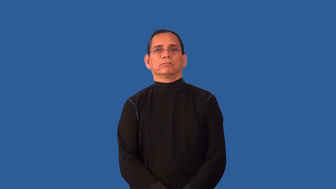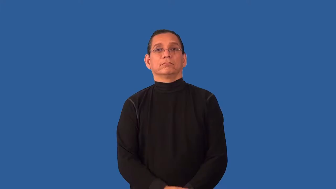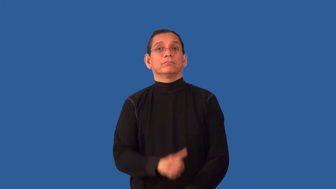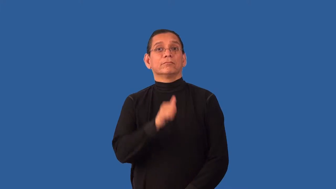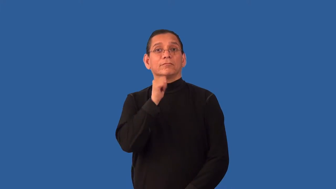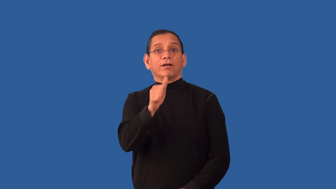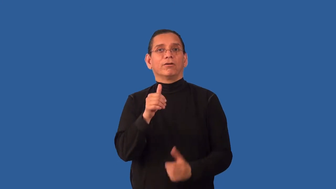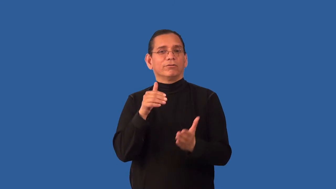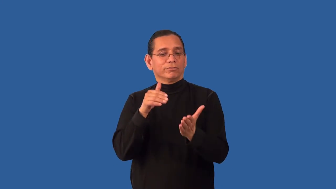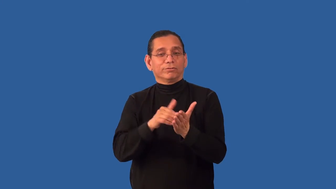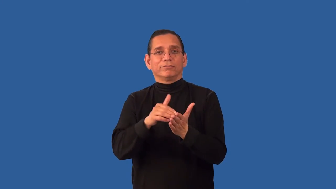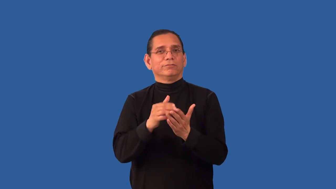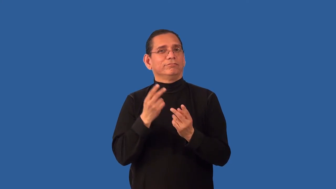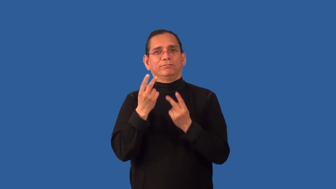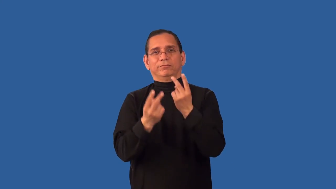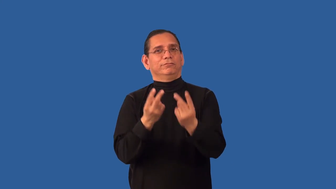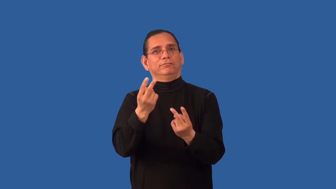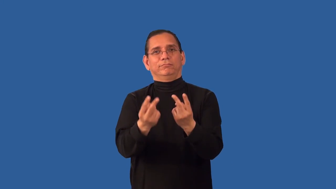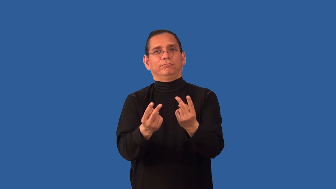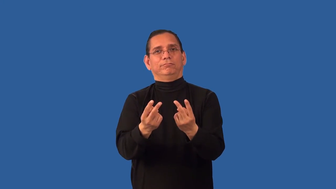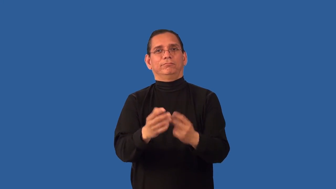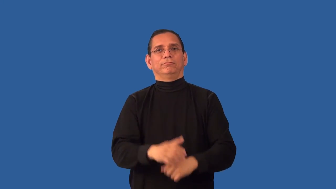unfrequented